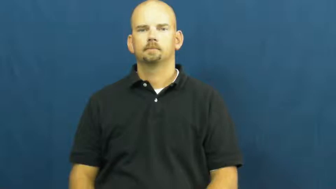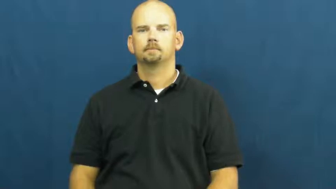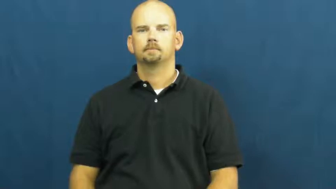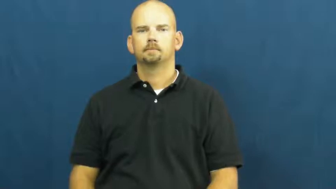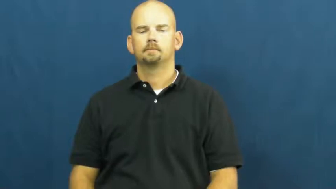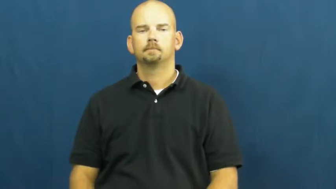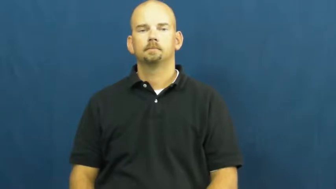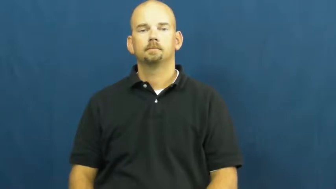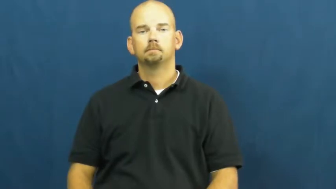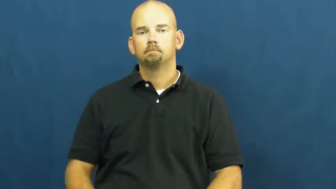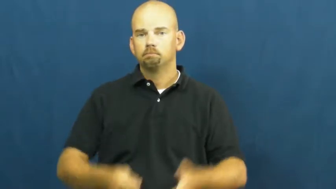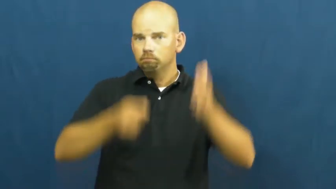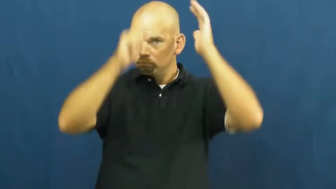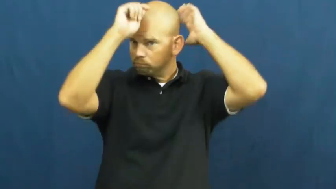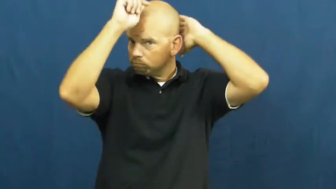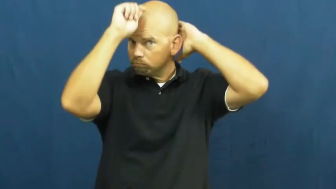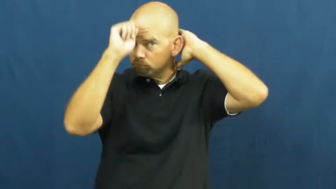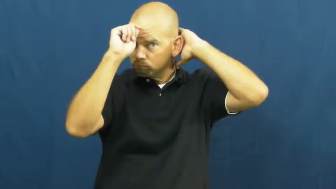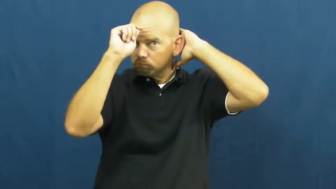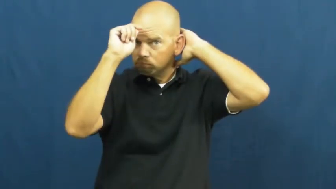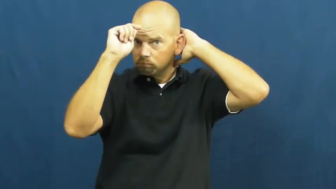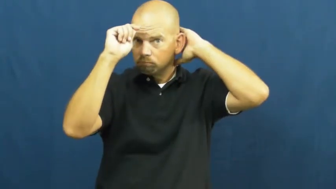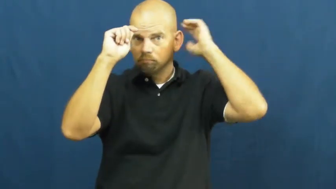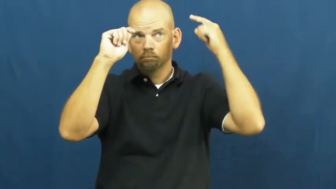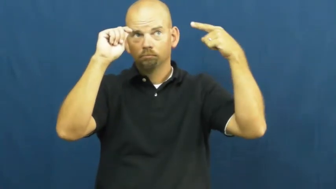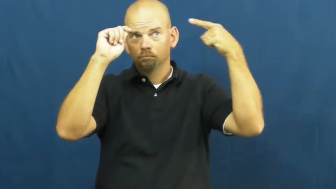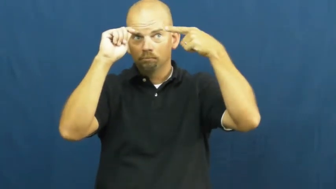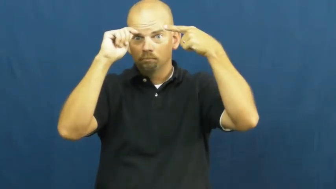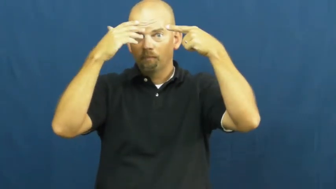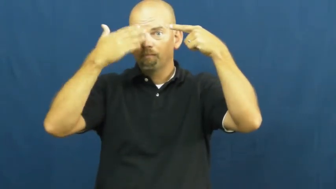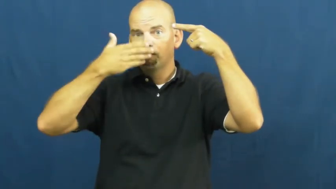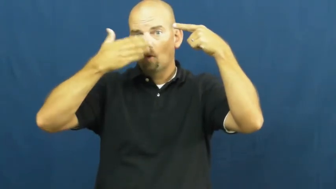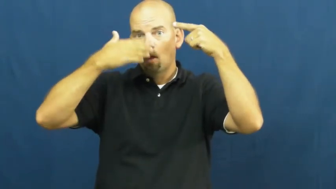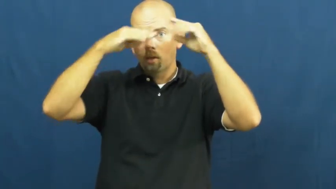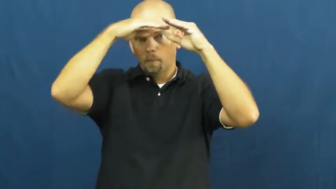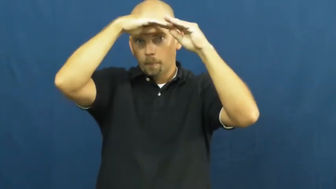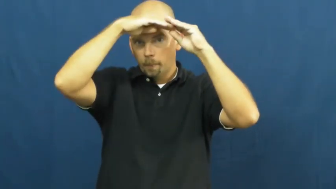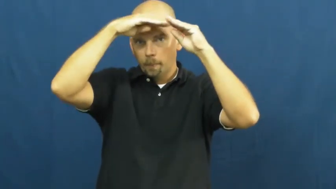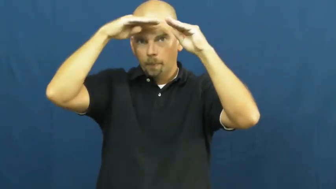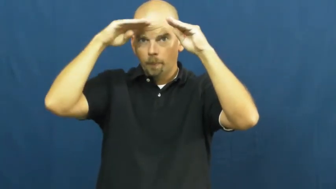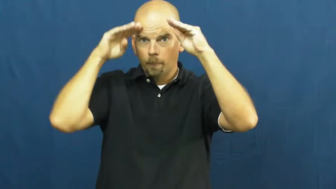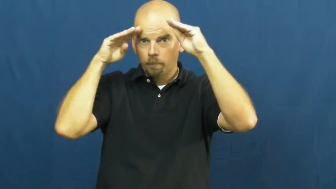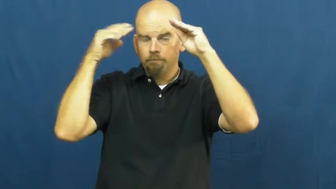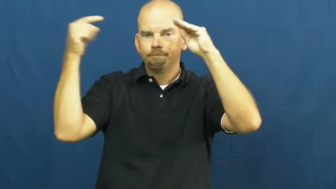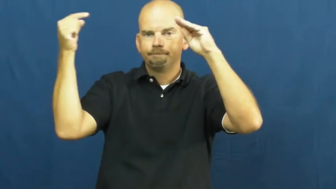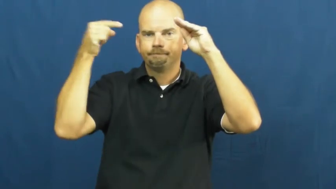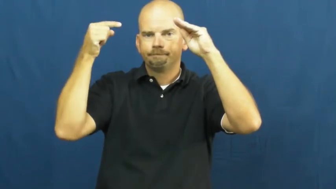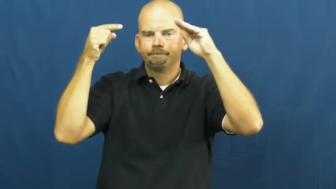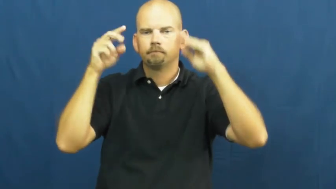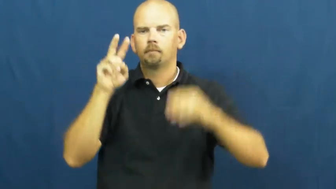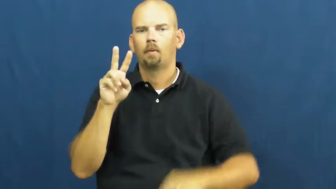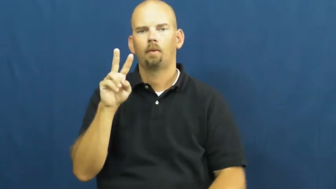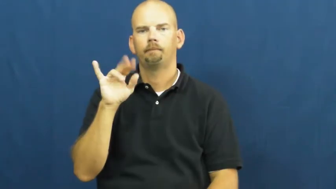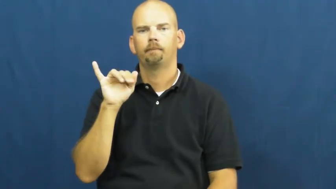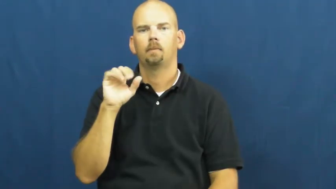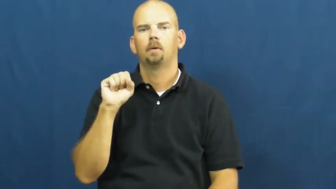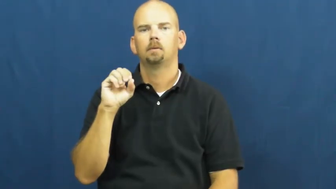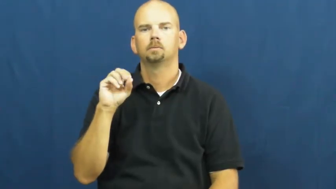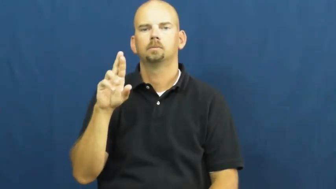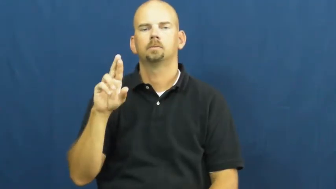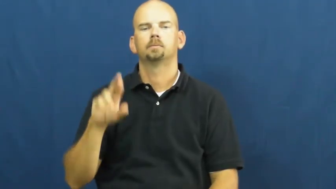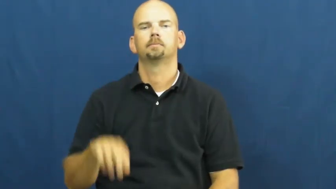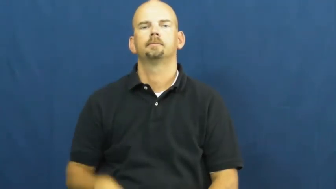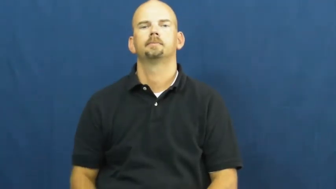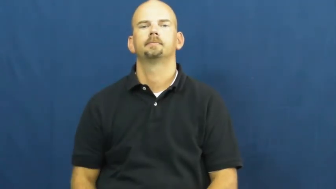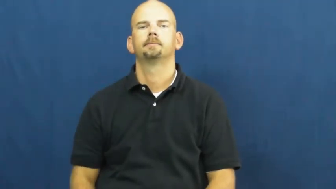visor-hat